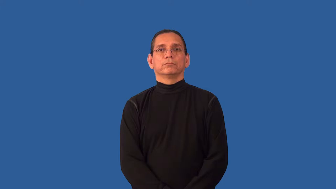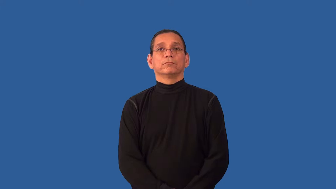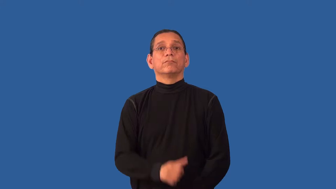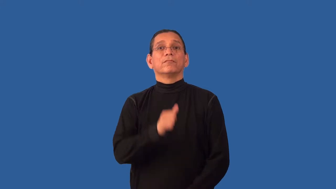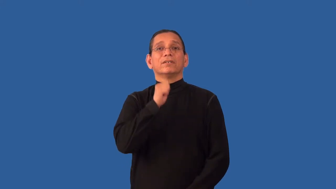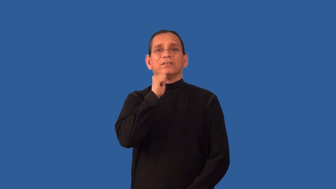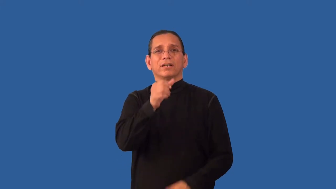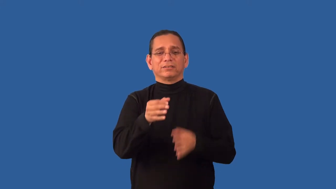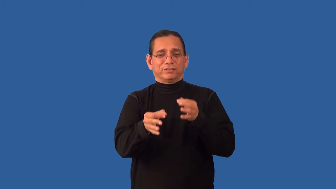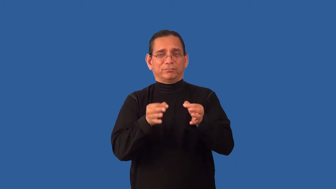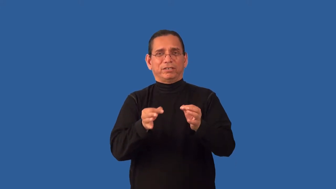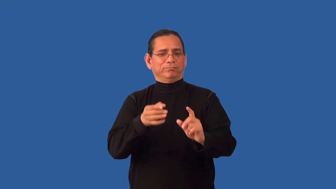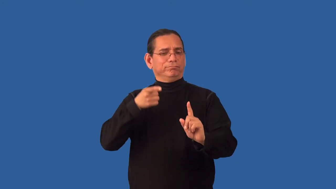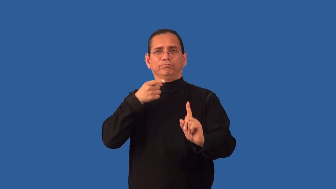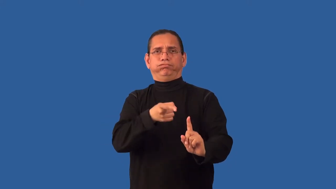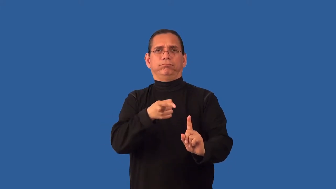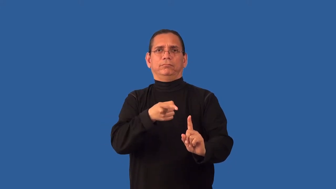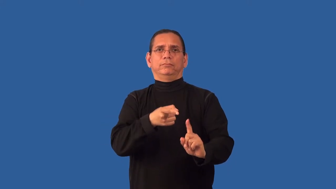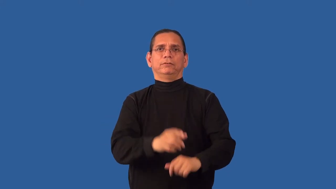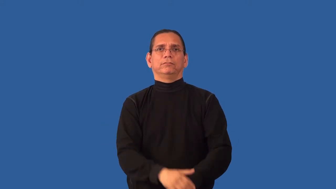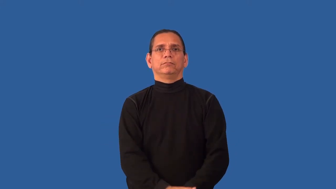unspecified